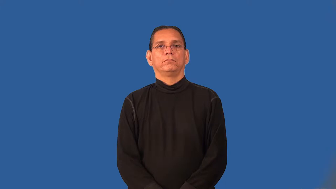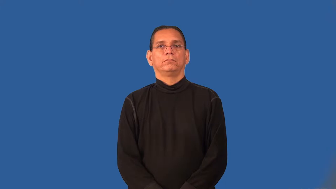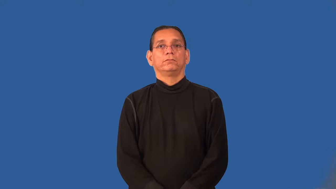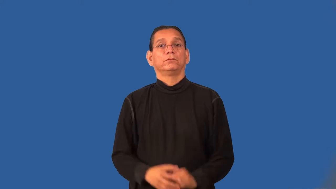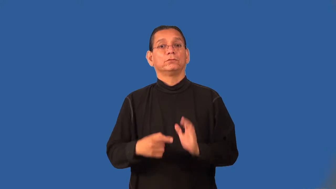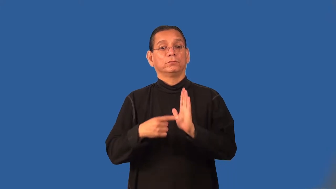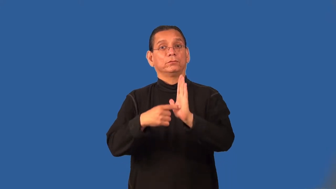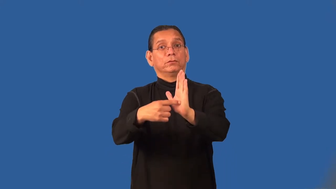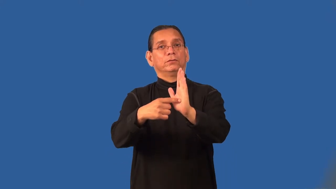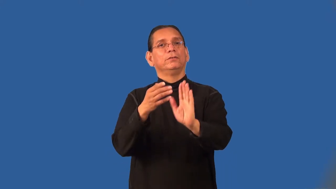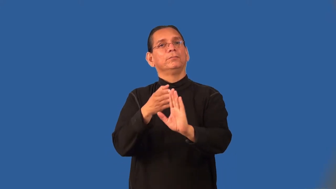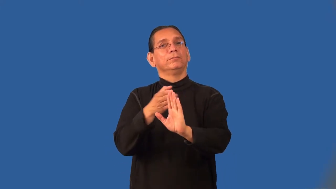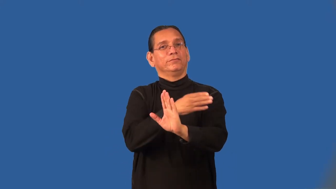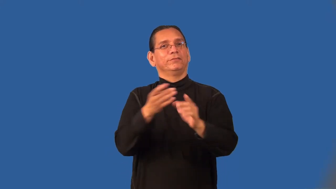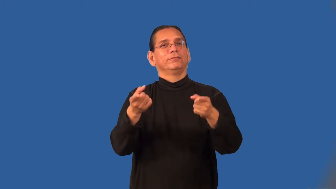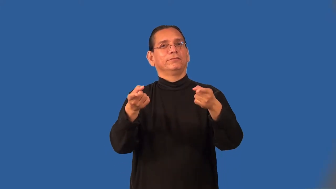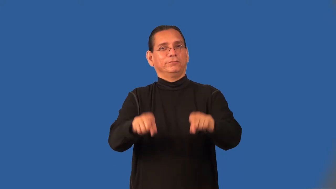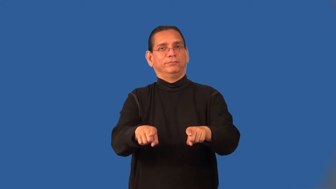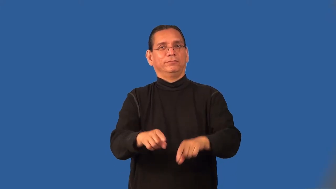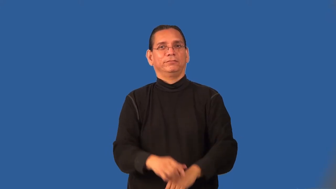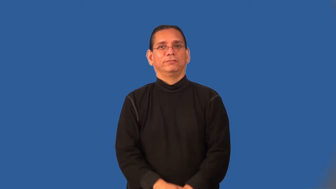preface-early event